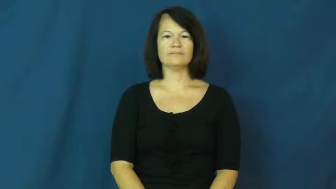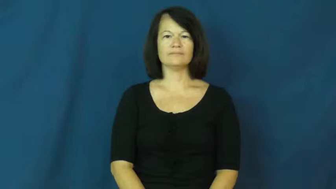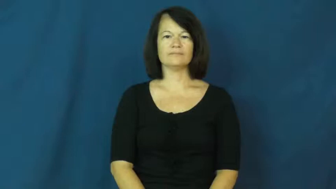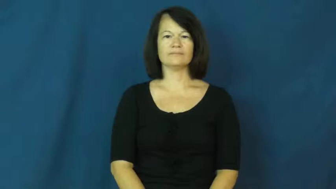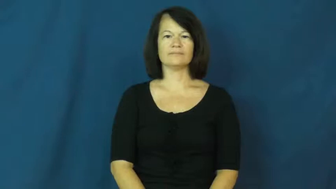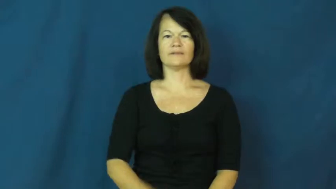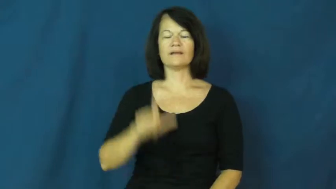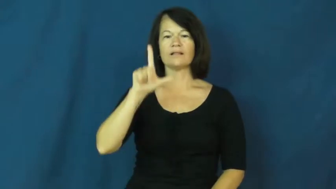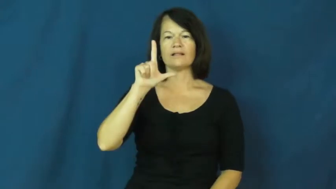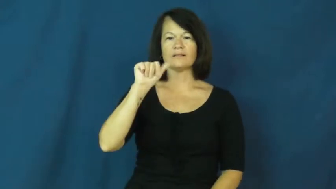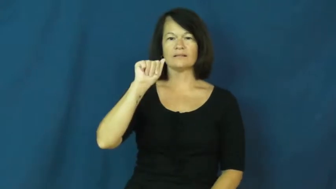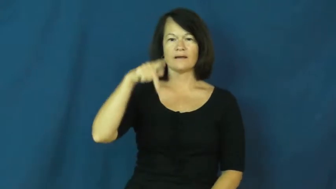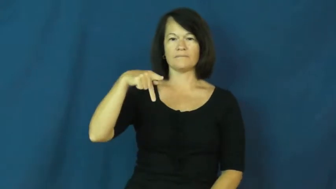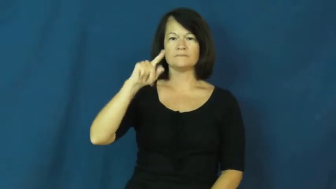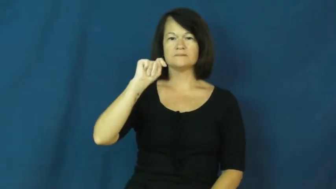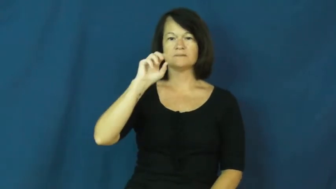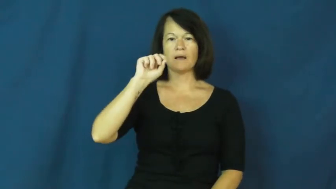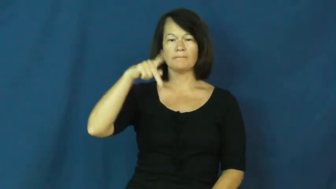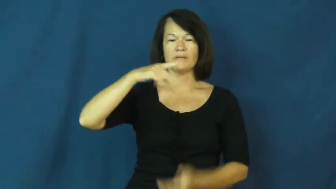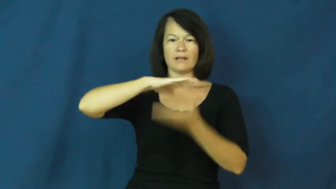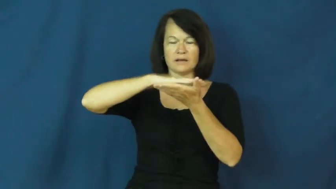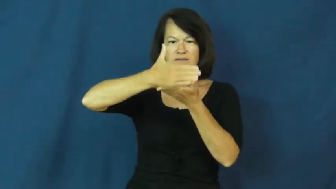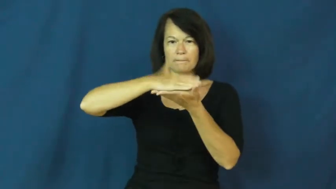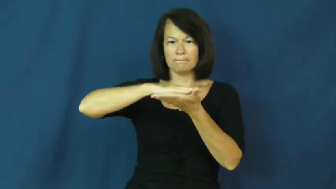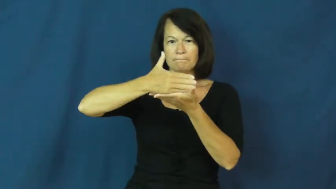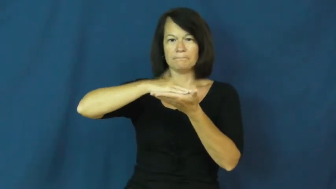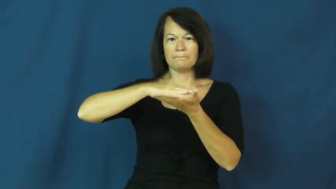laptop